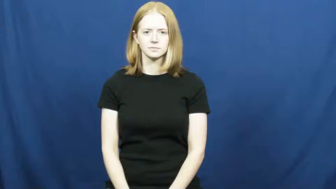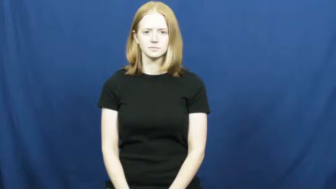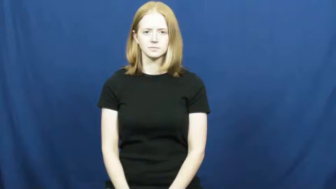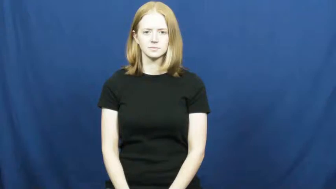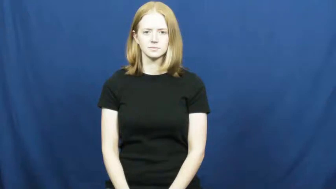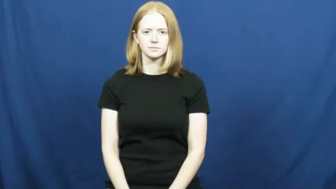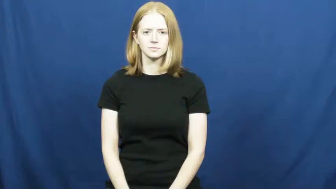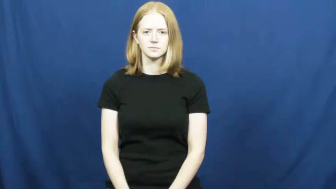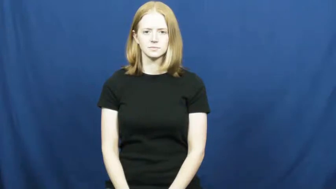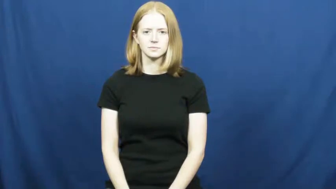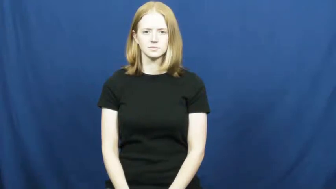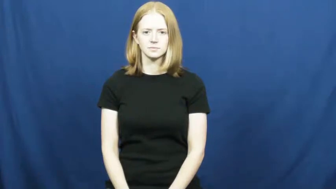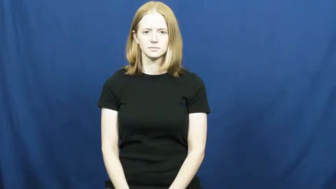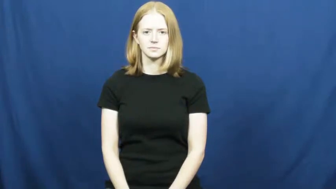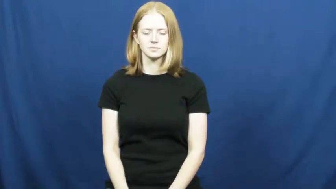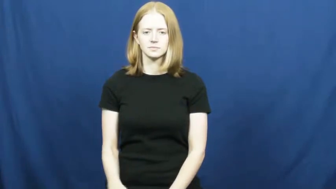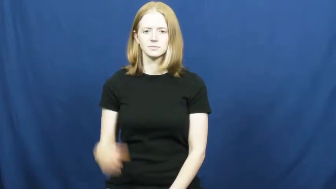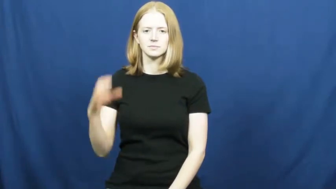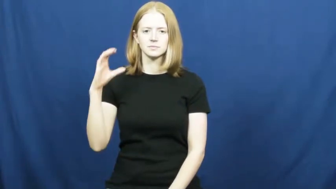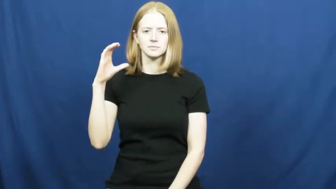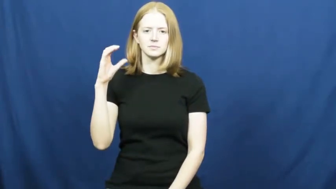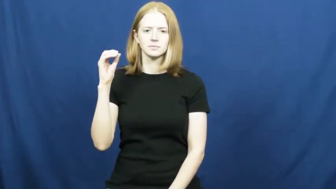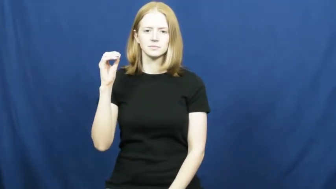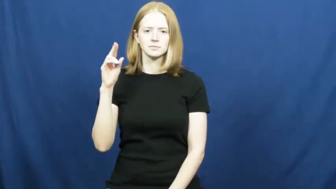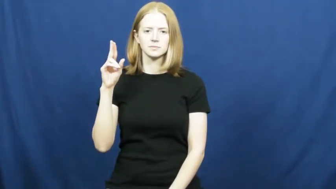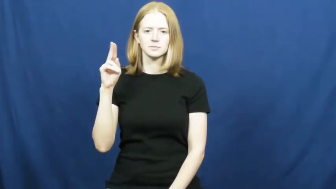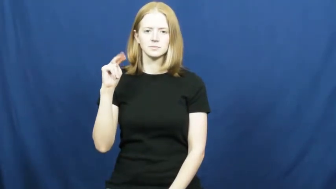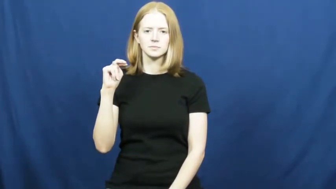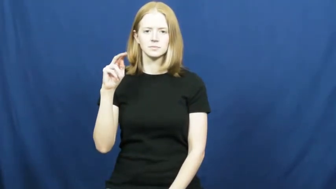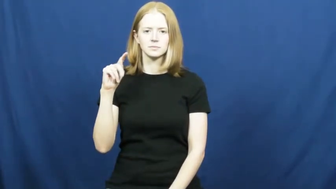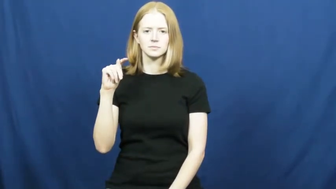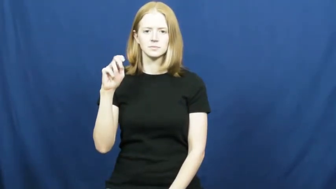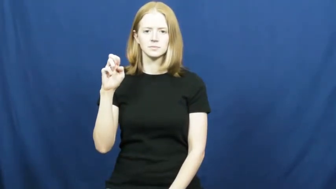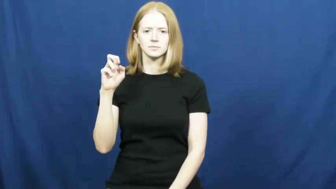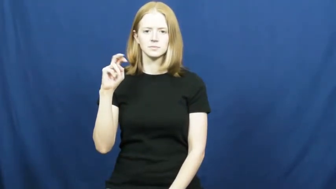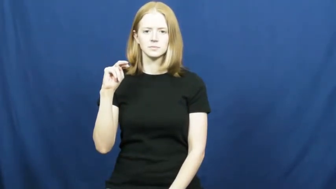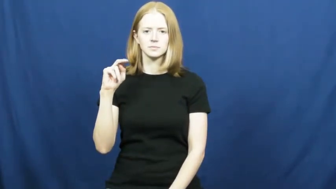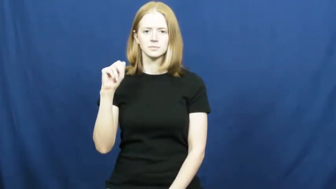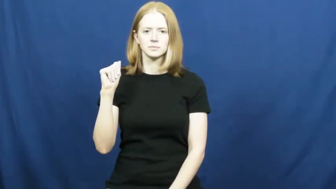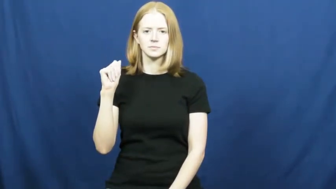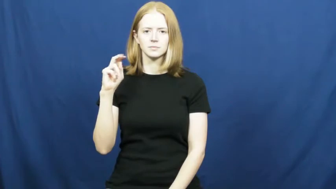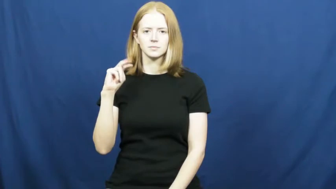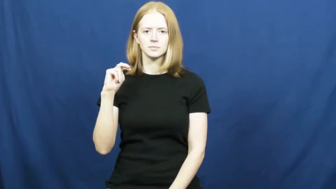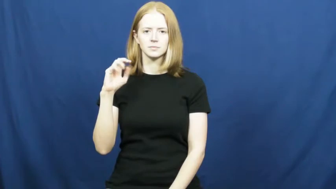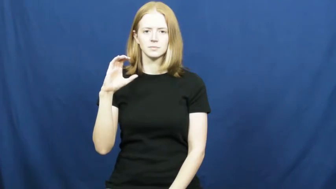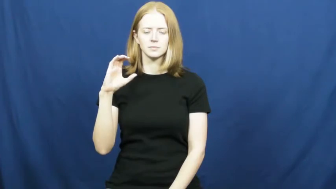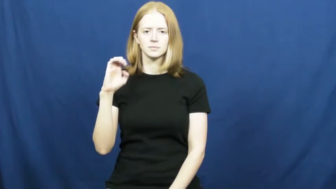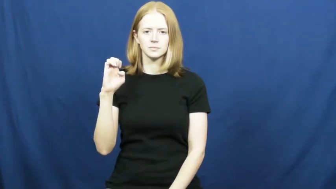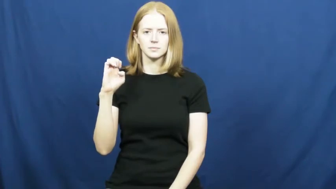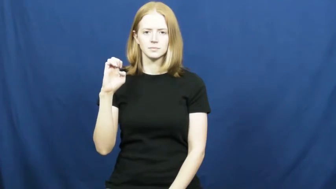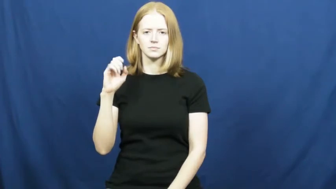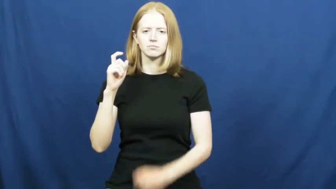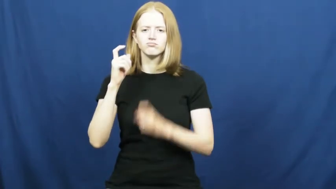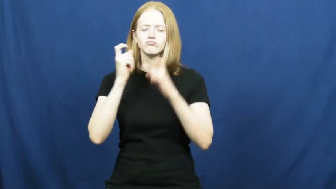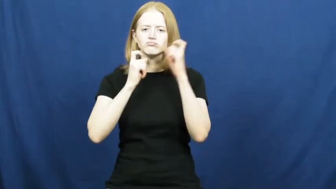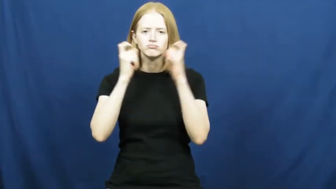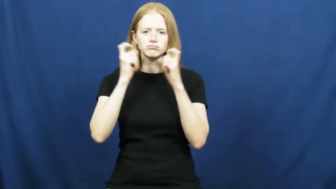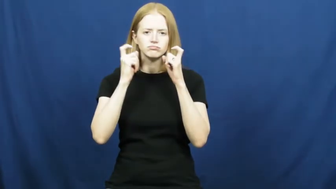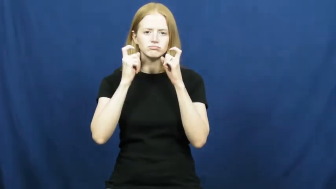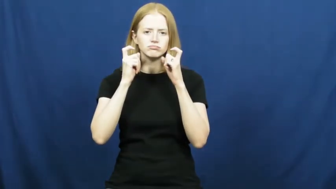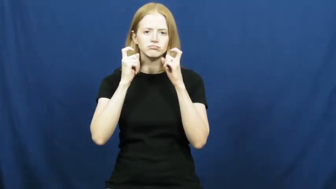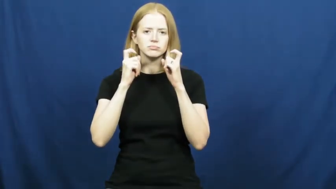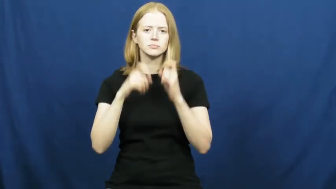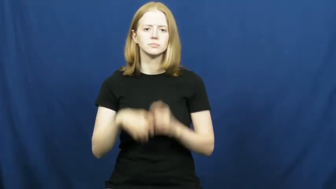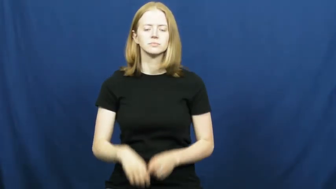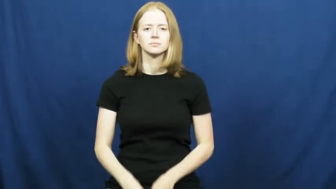countenance